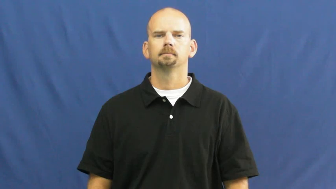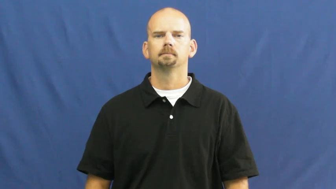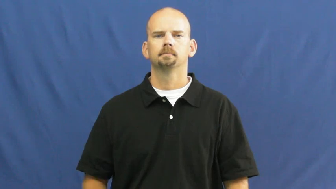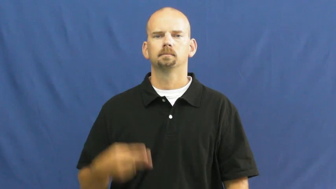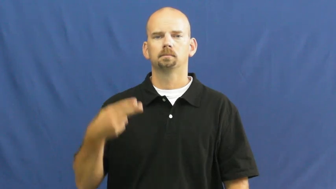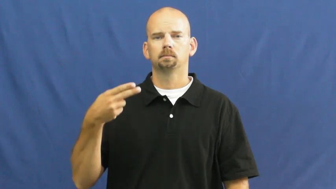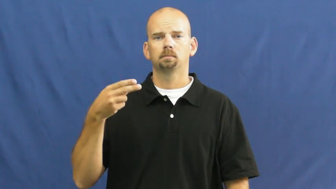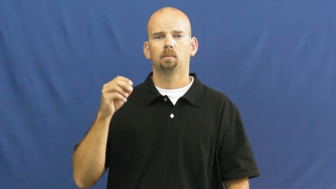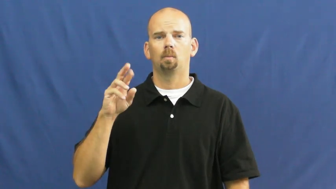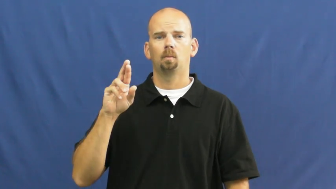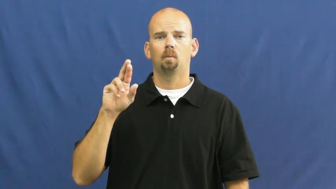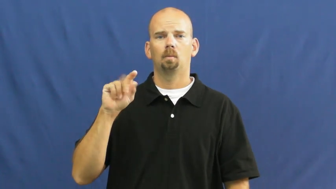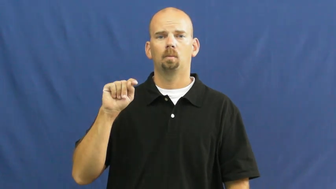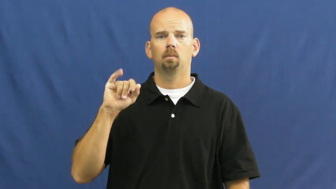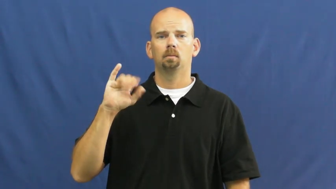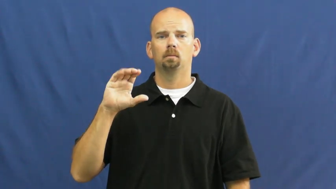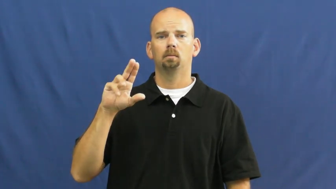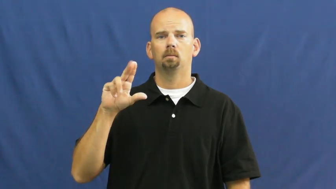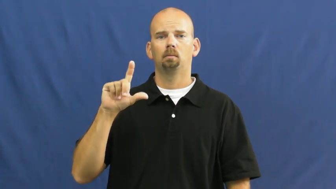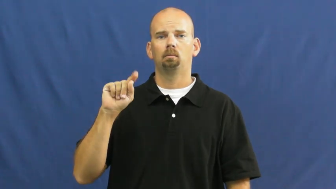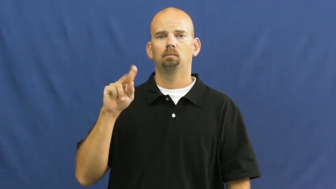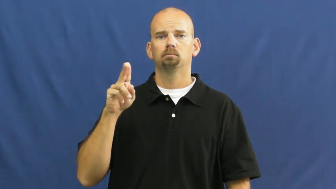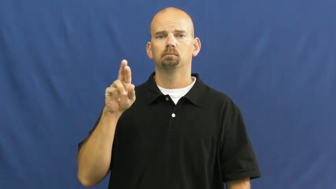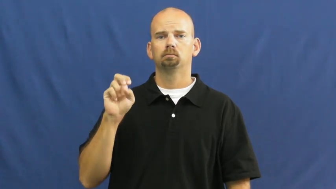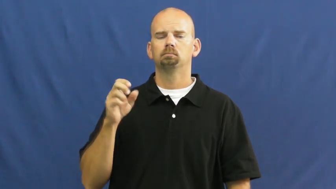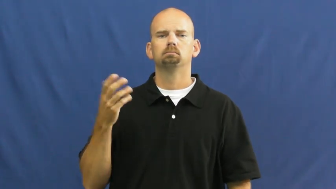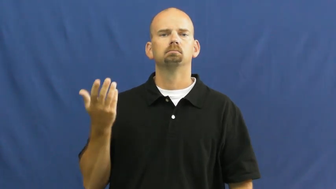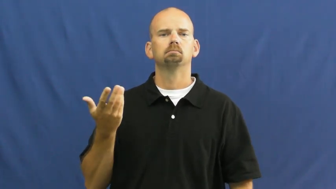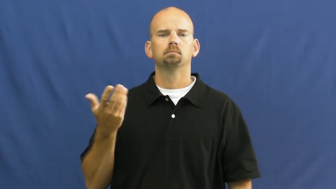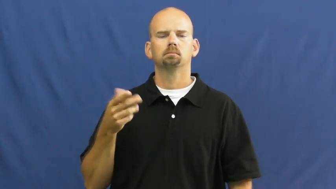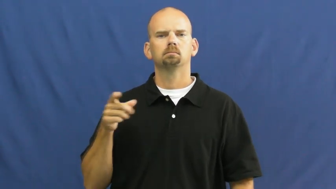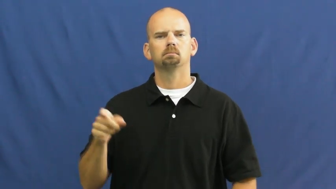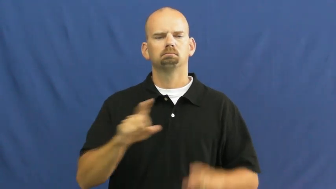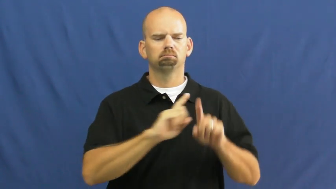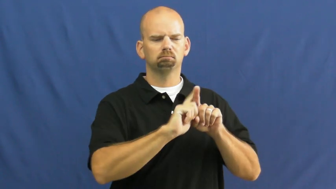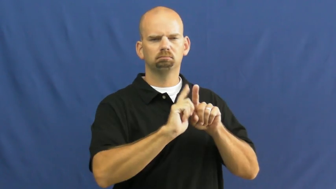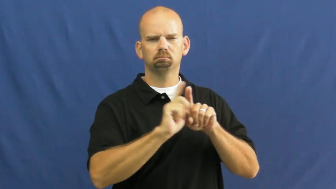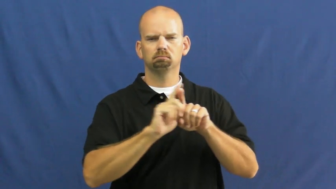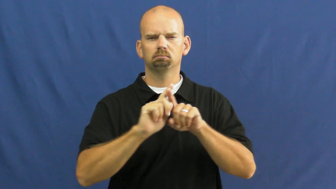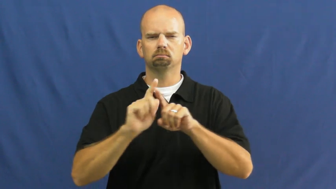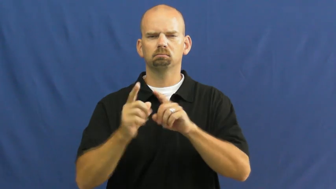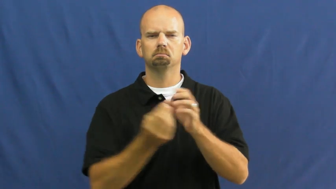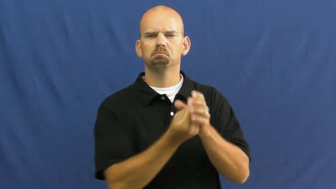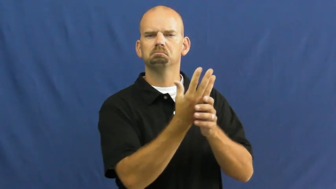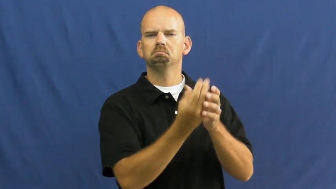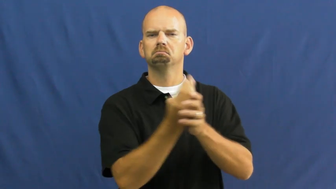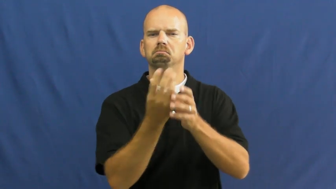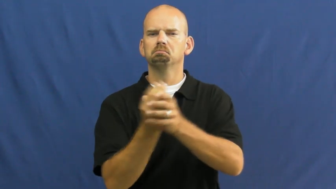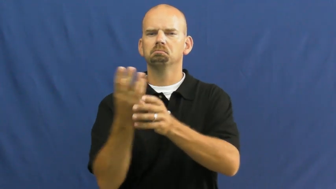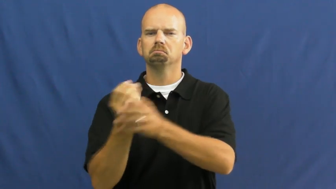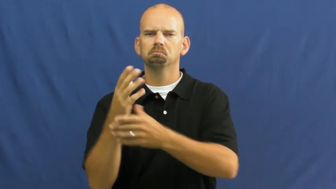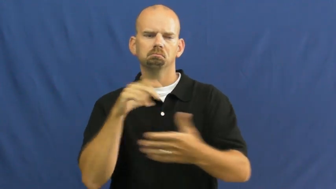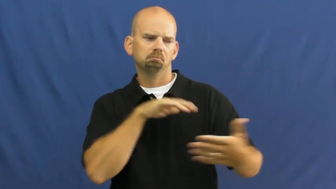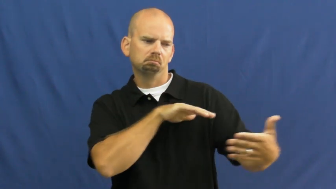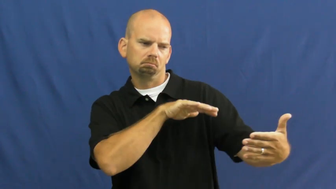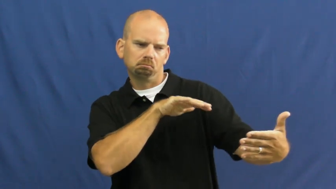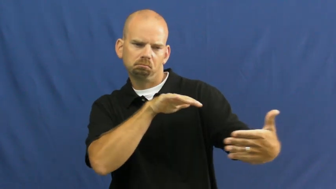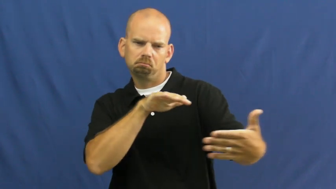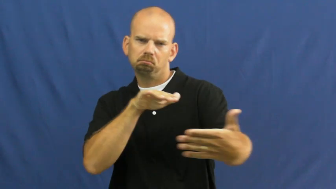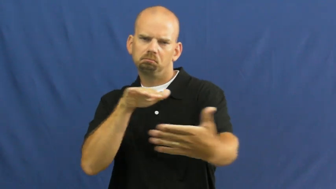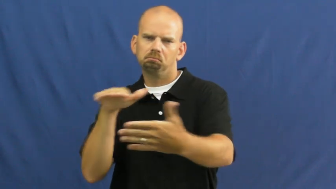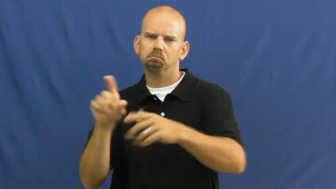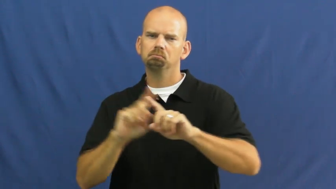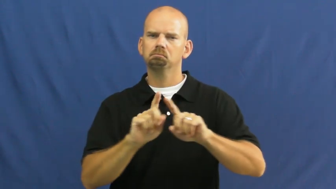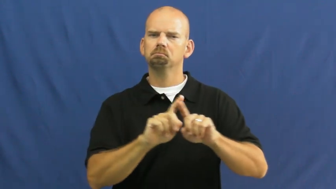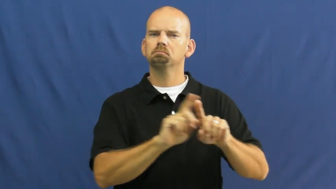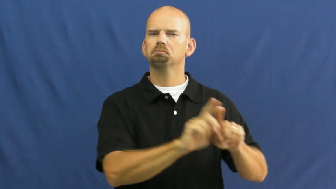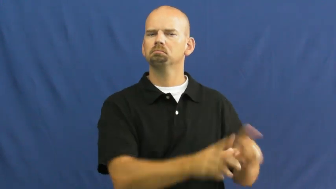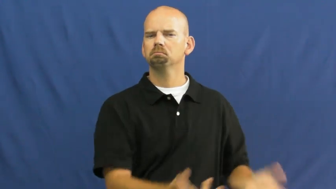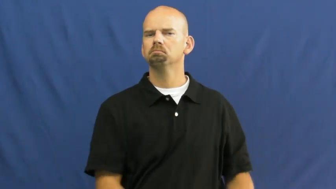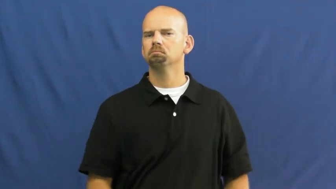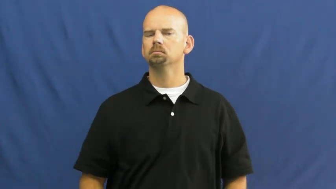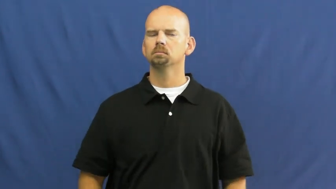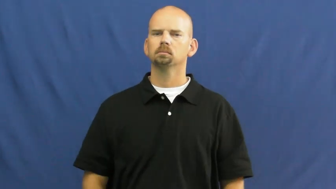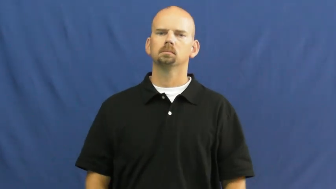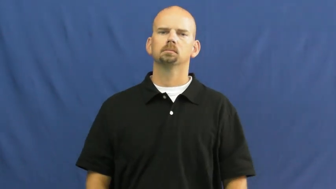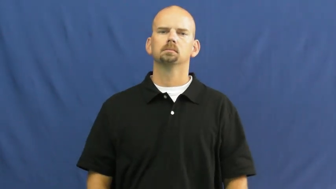horticulture